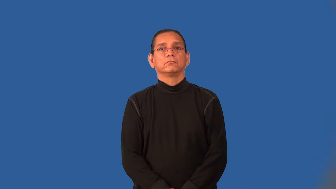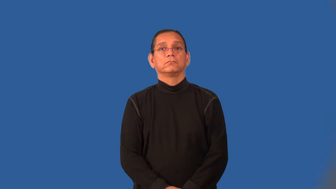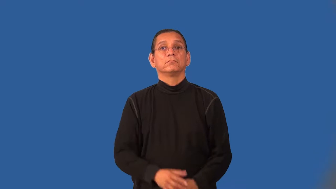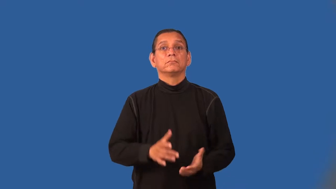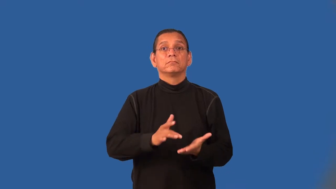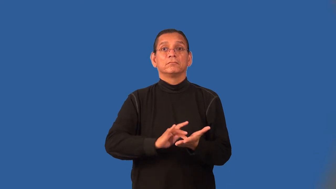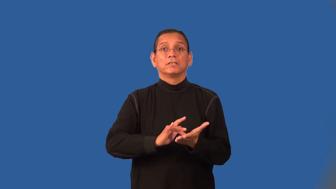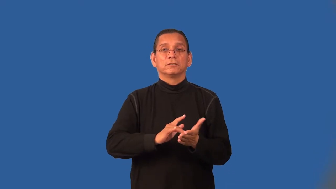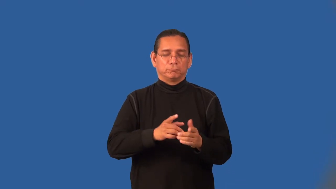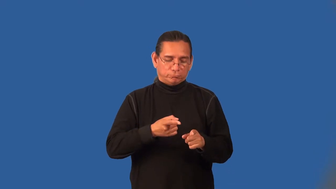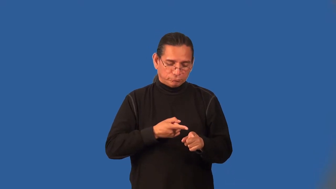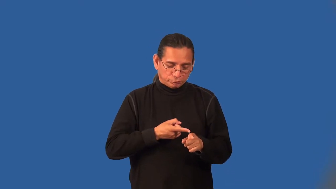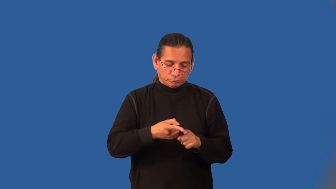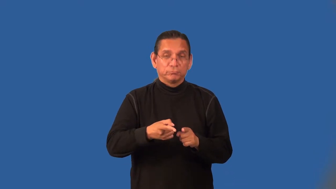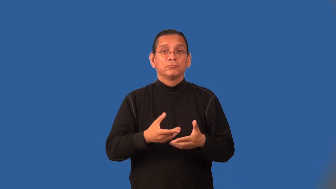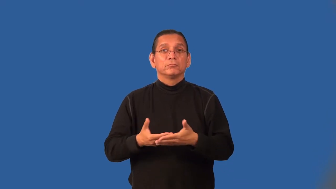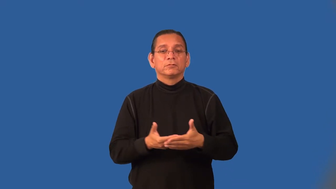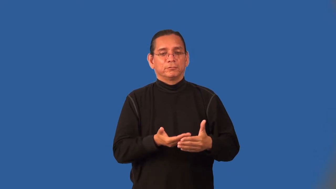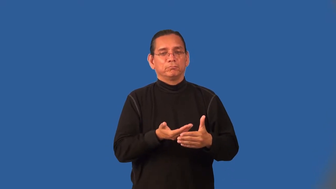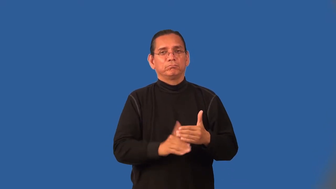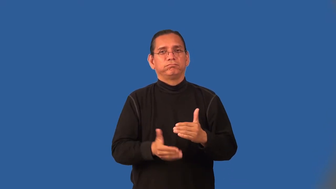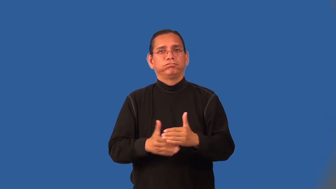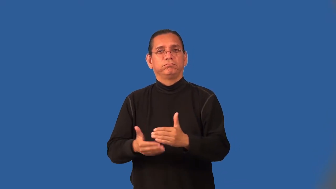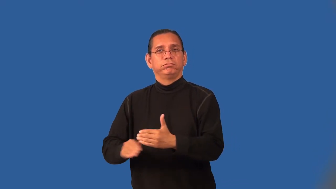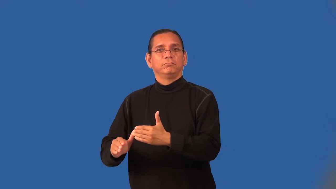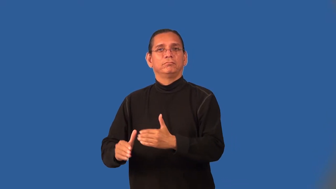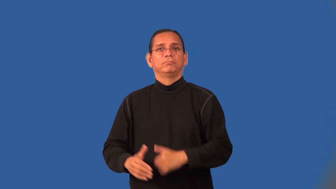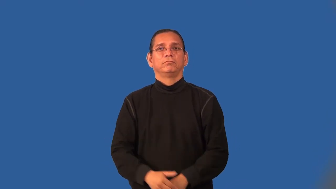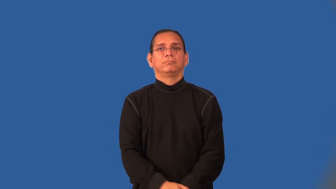obstetrics